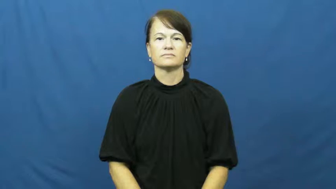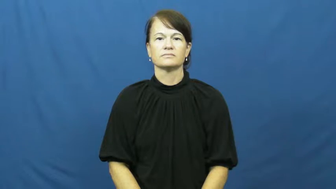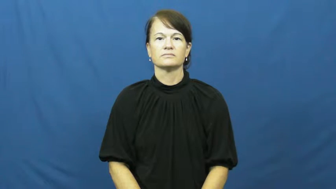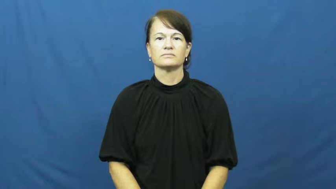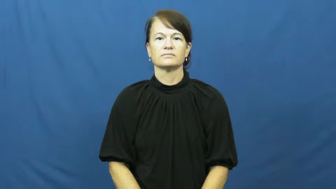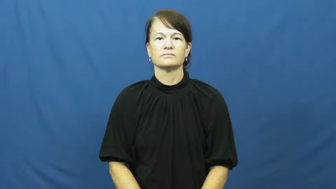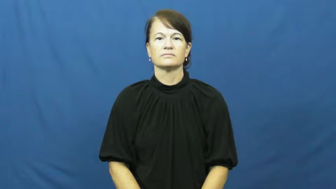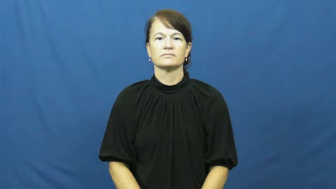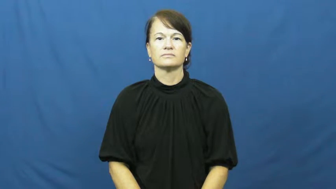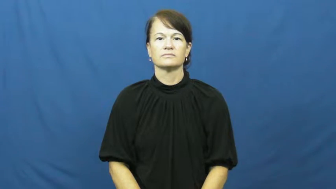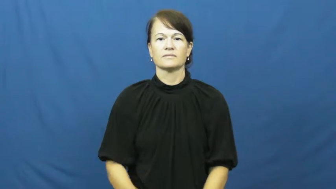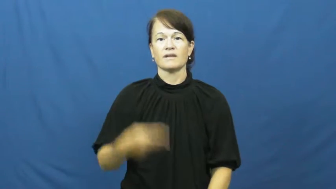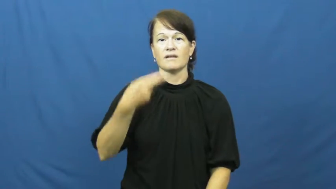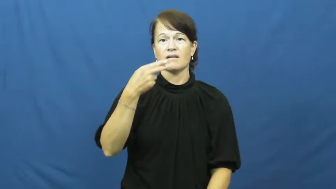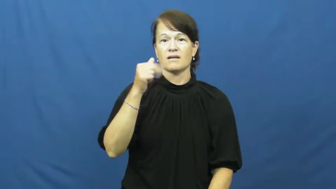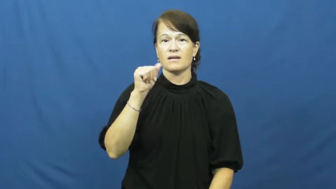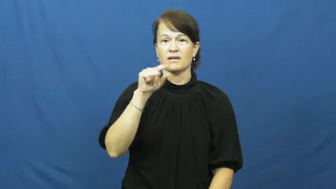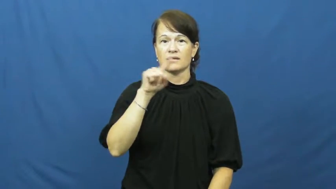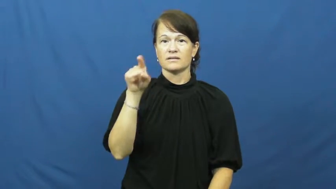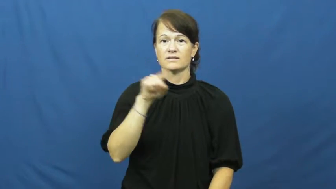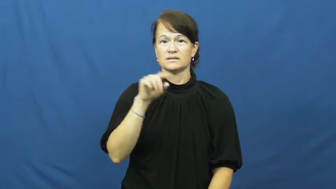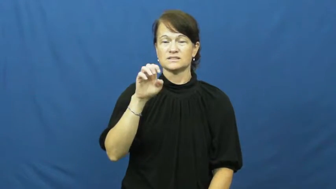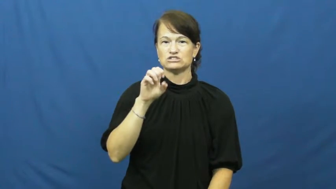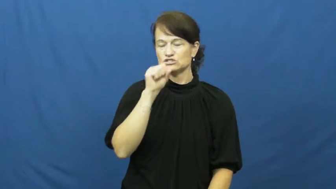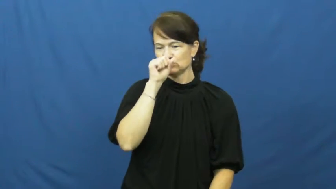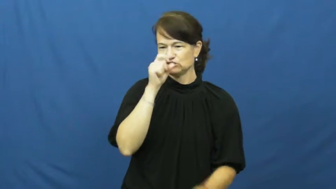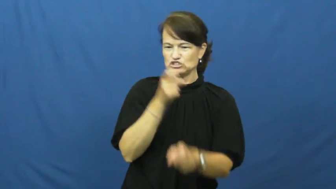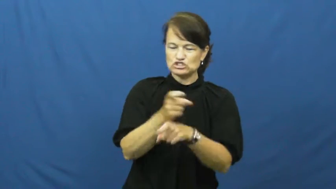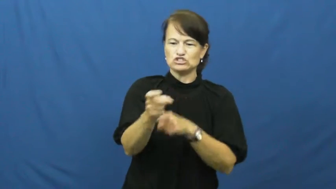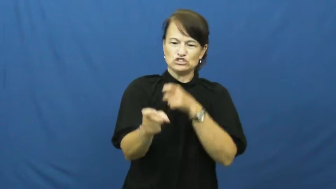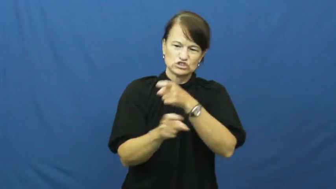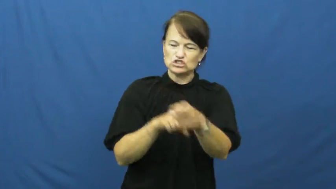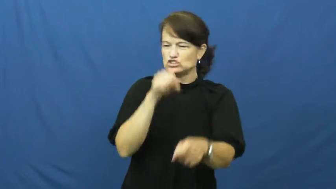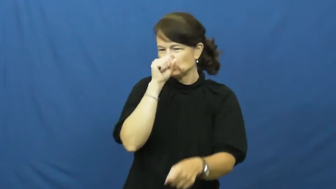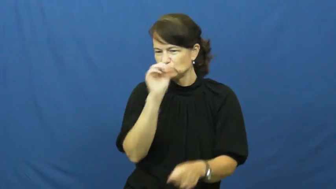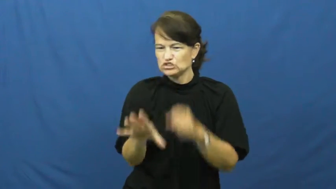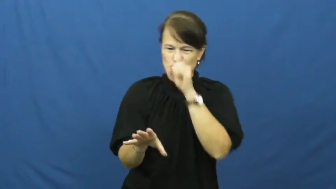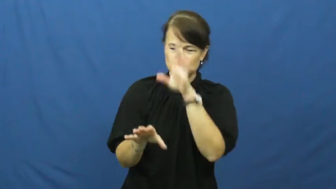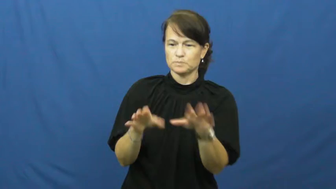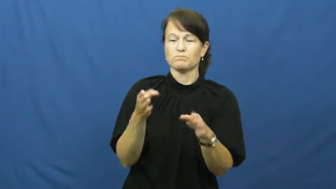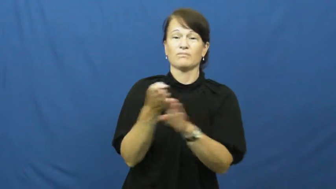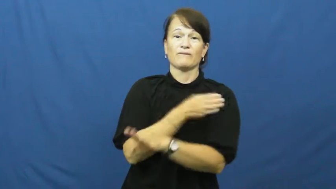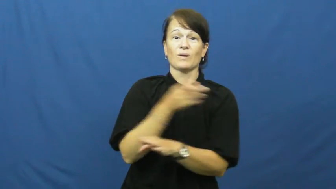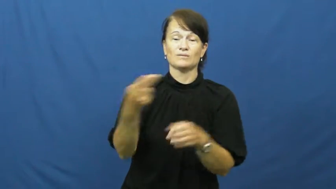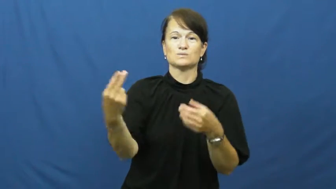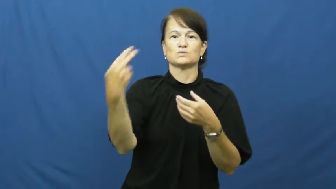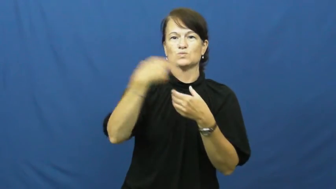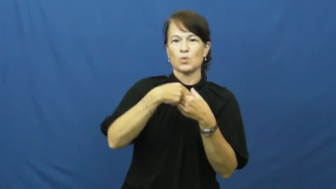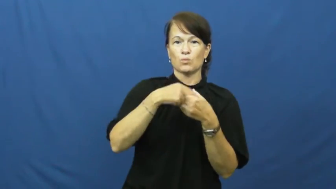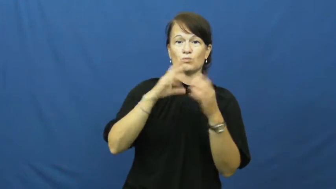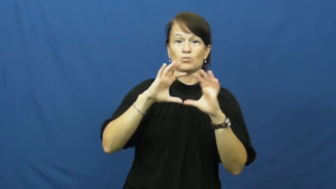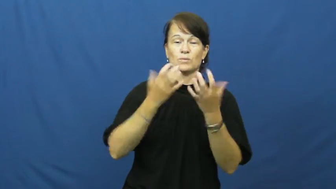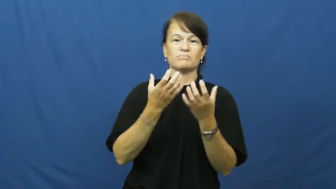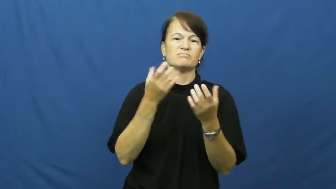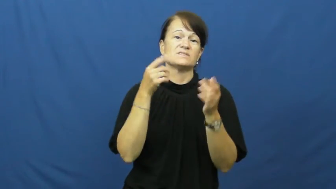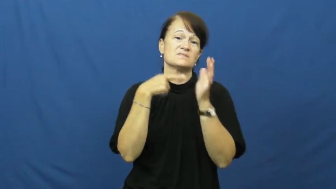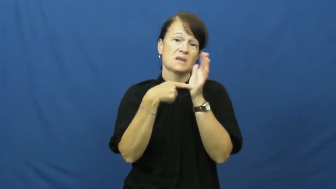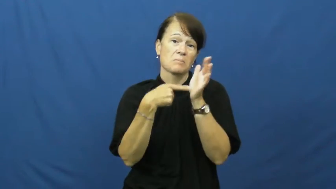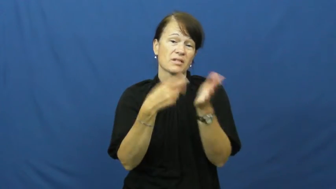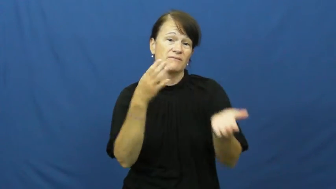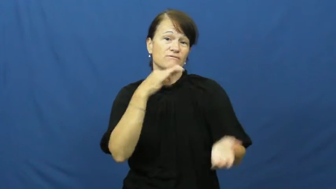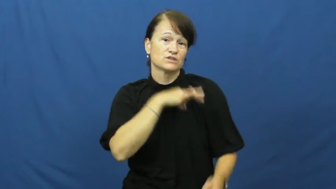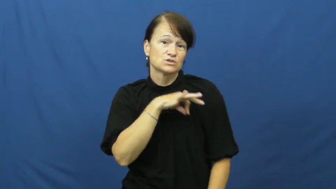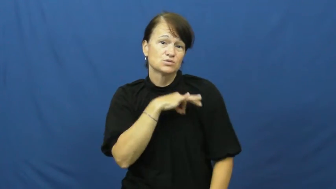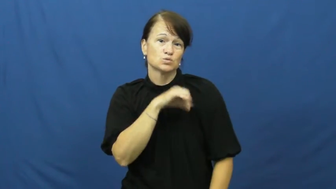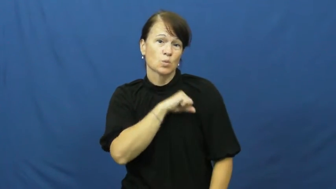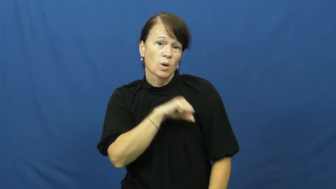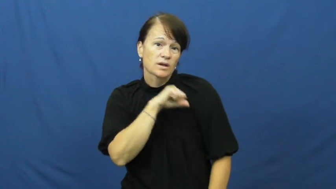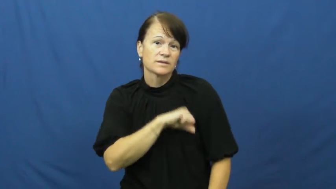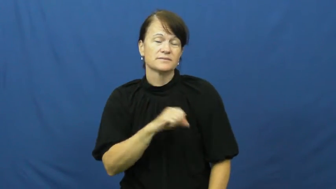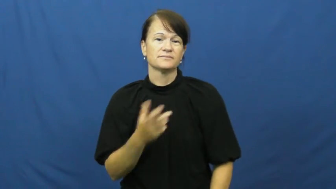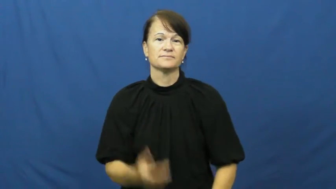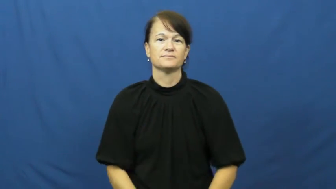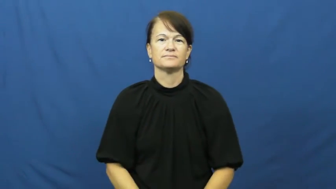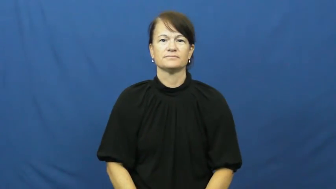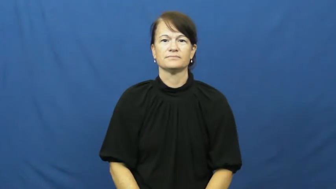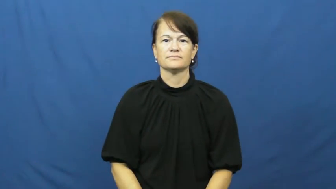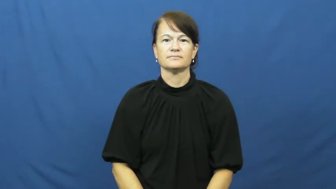haze-force